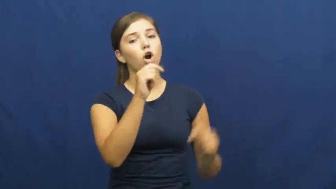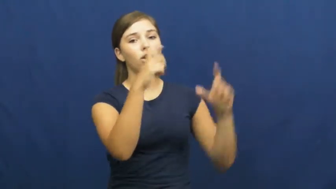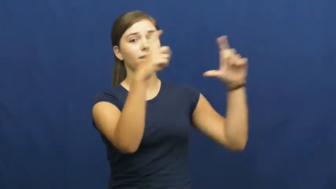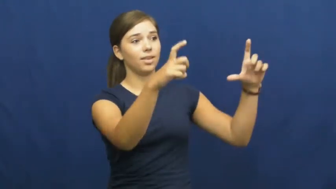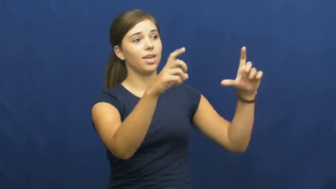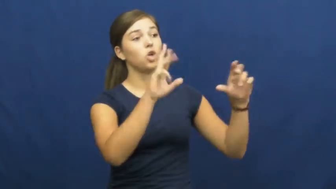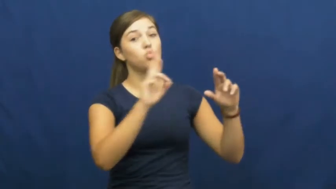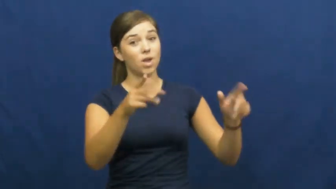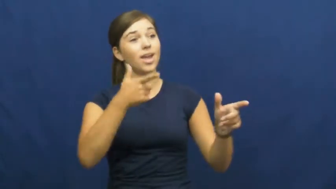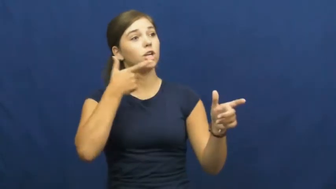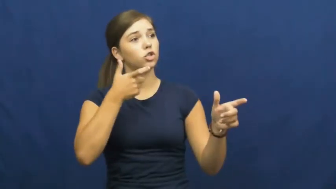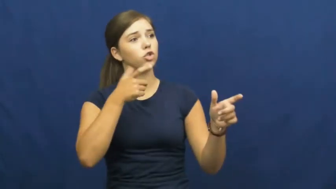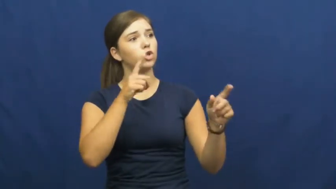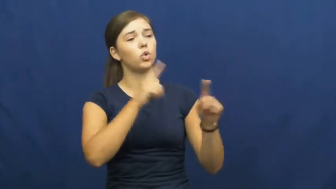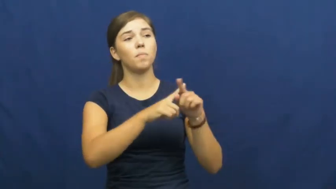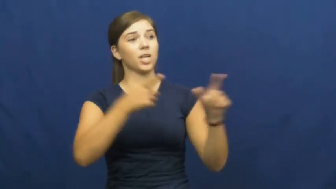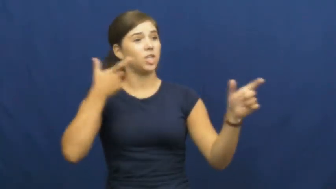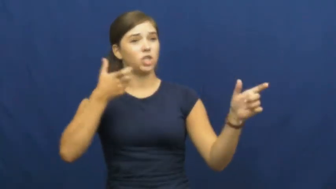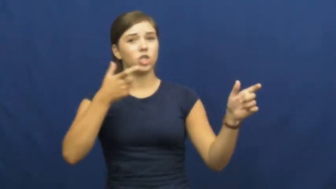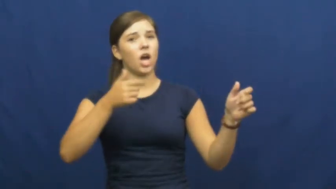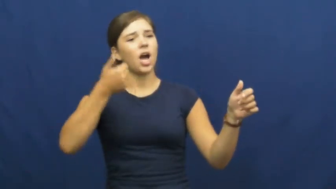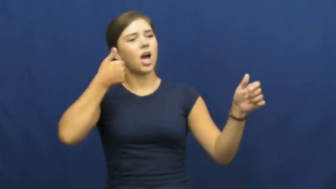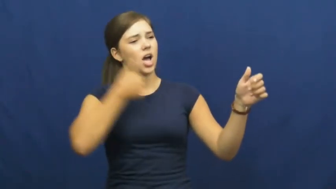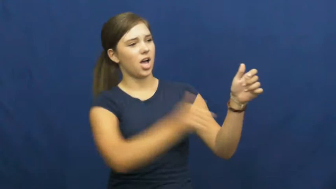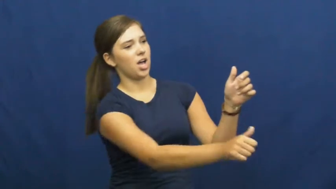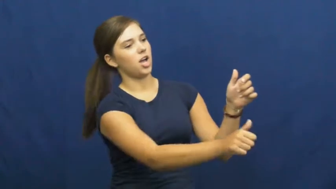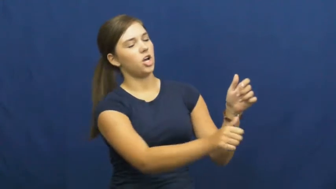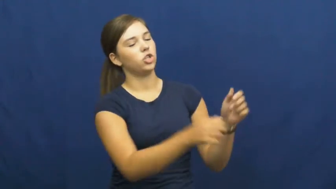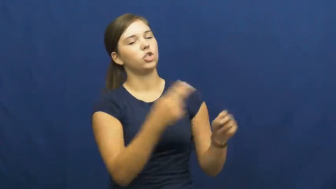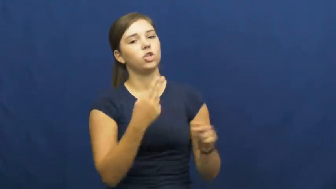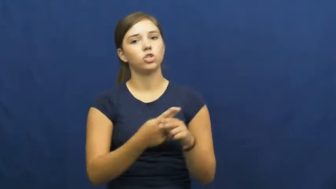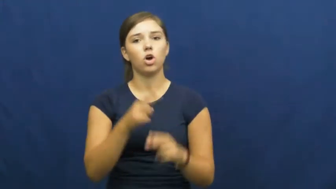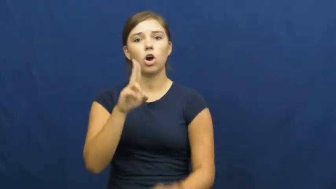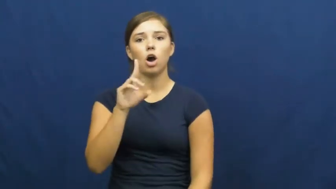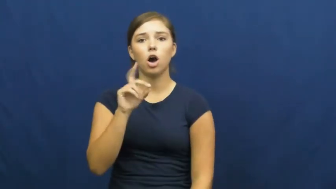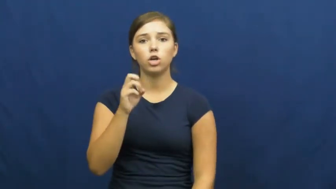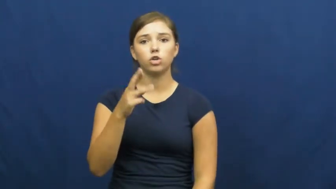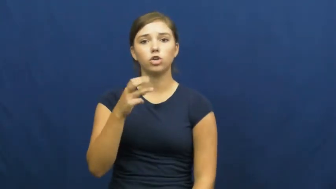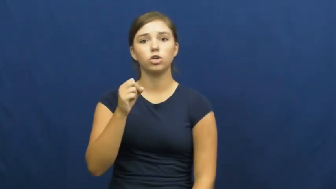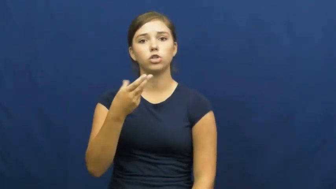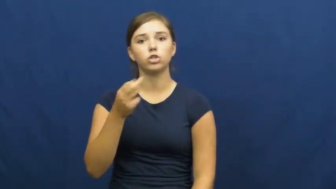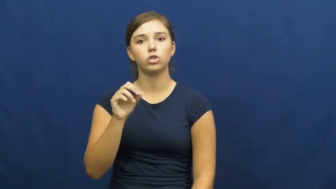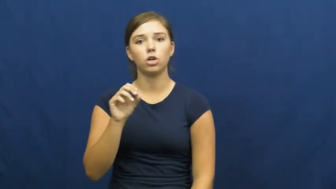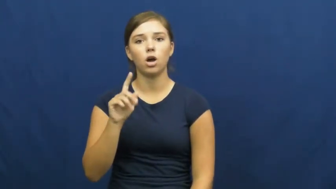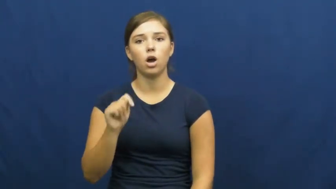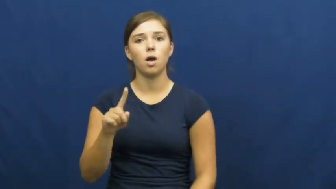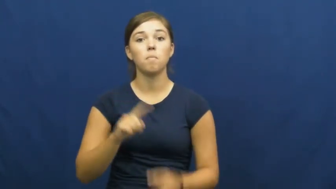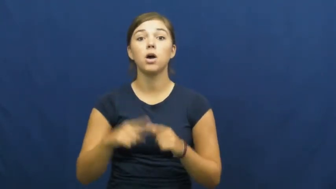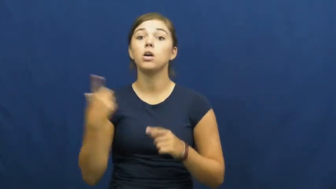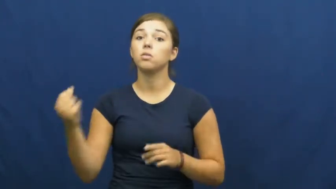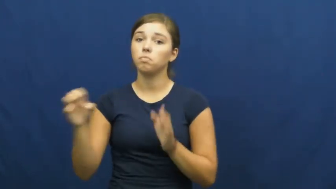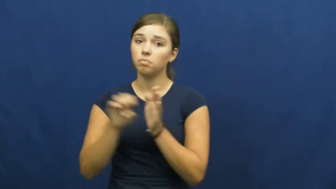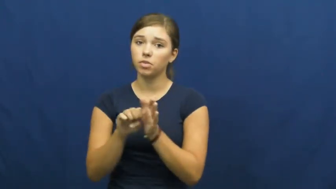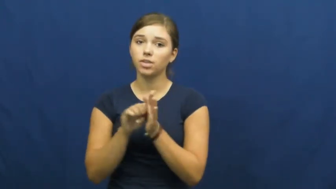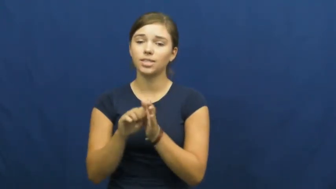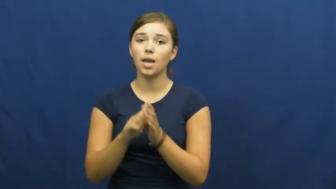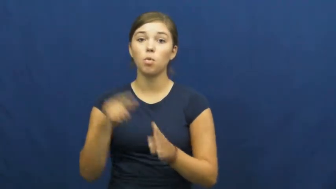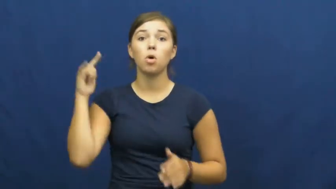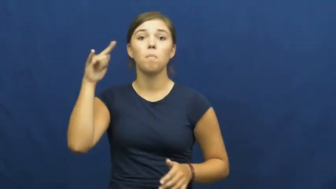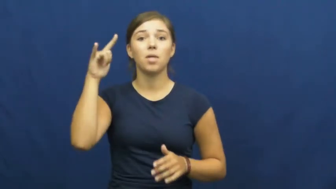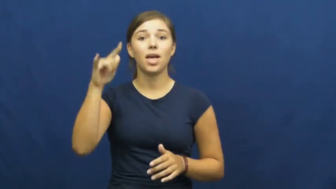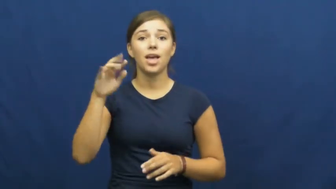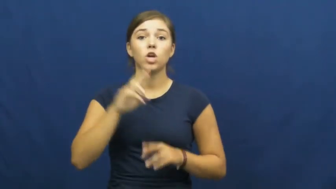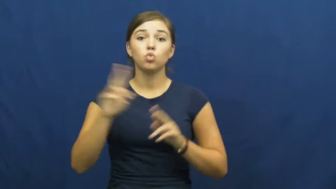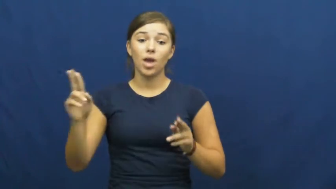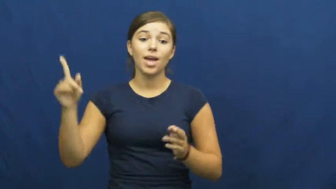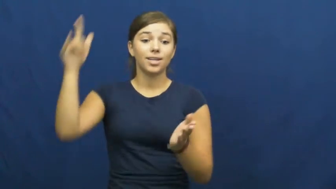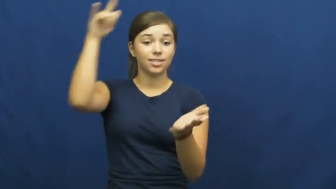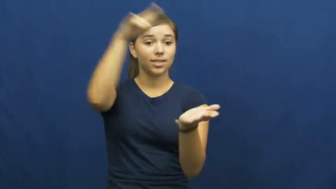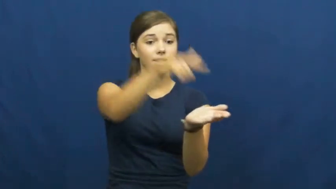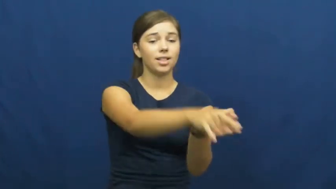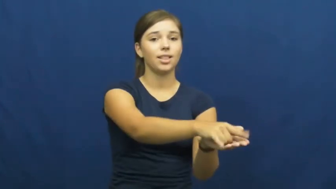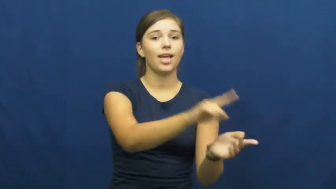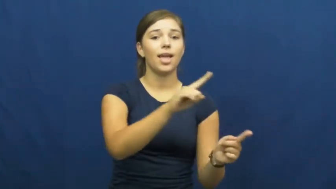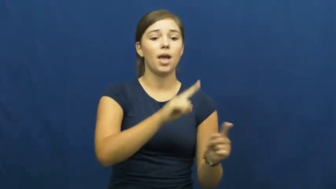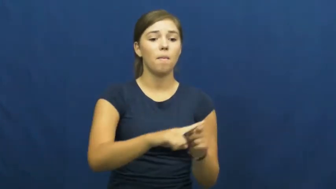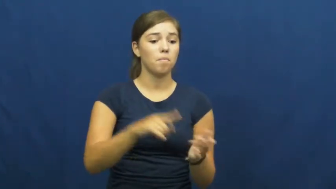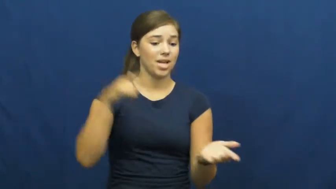undershoot